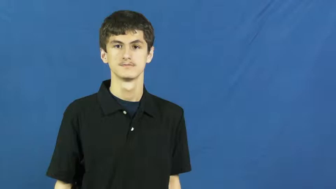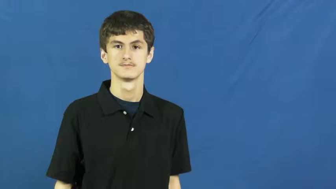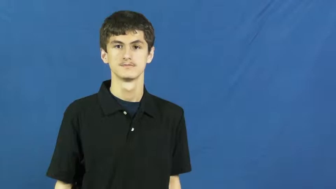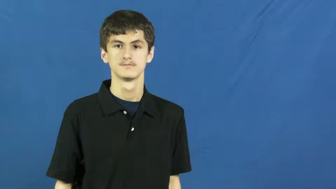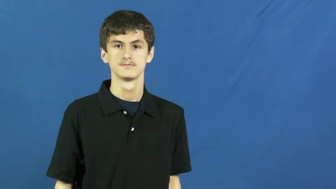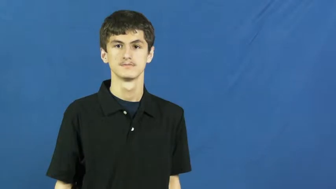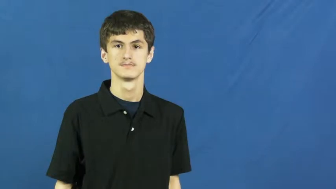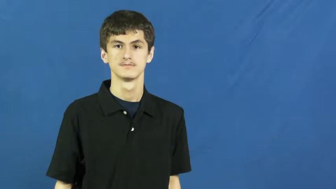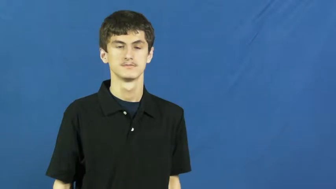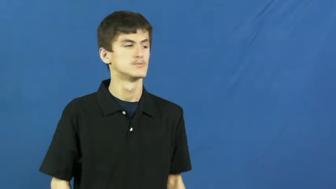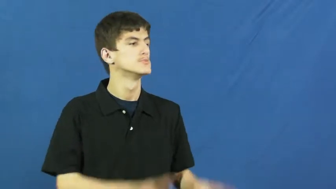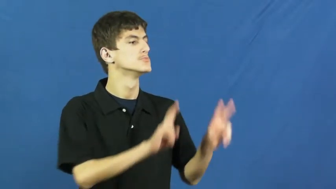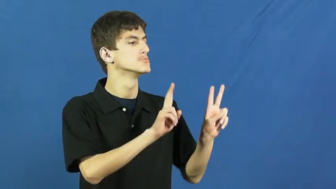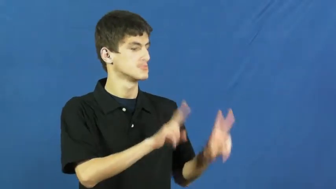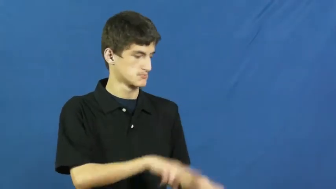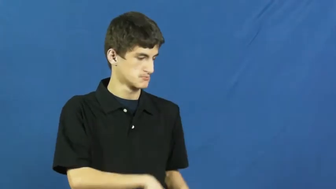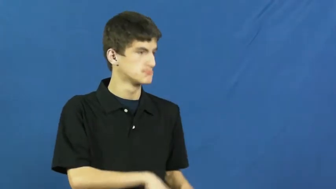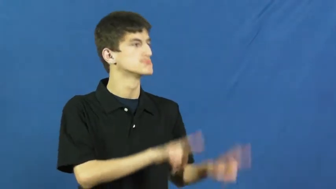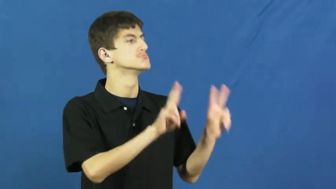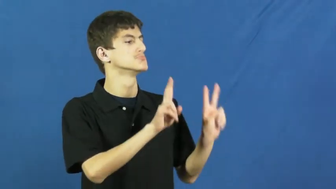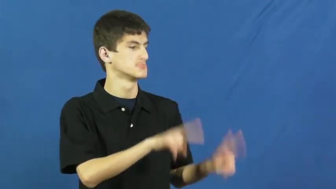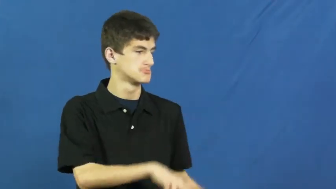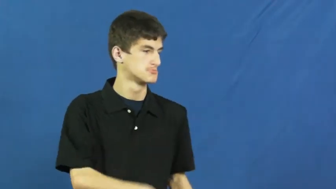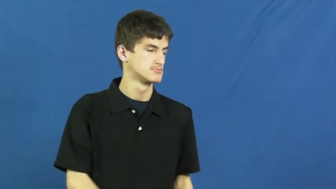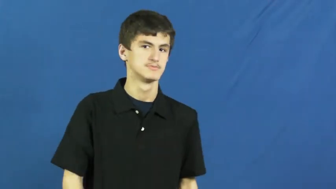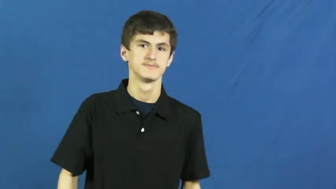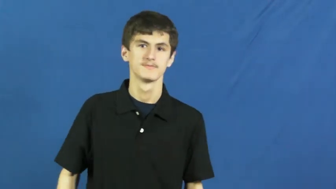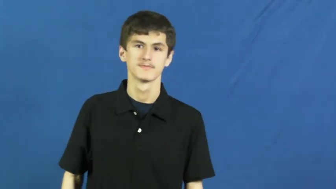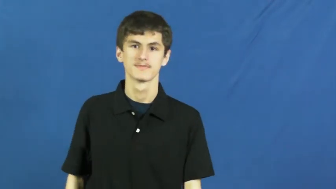look over